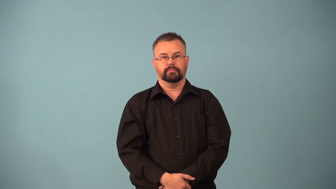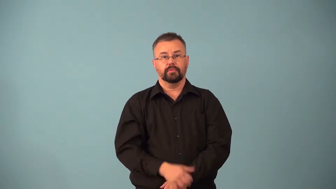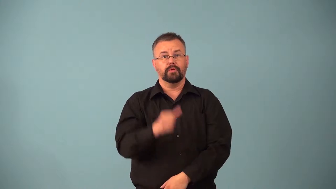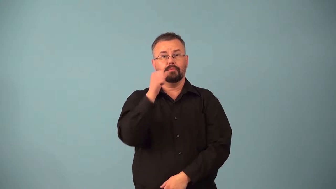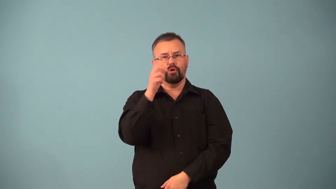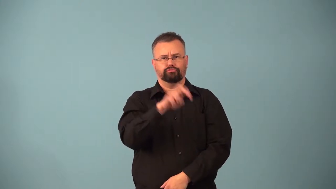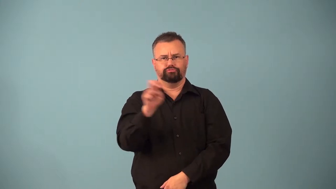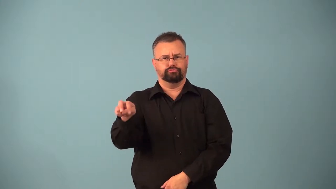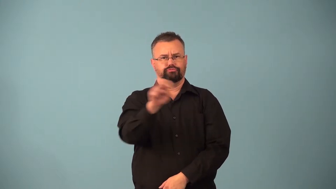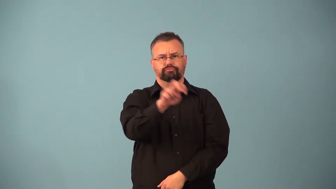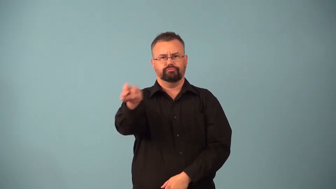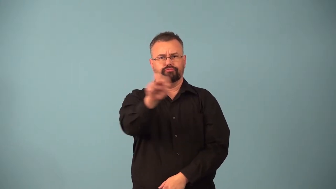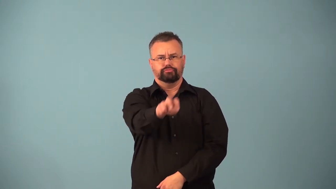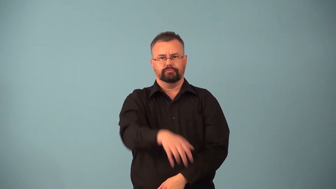barhop,bar fly